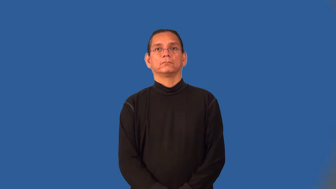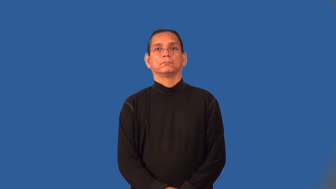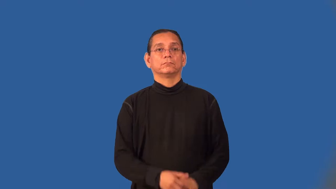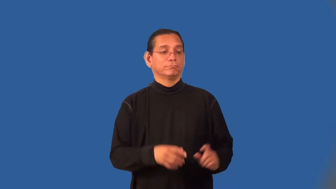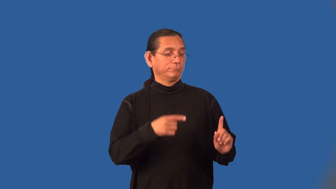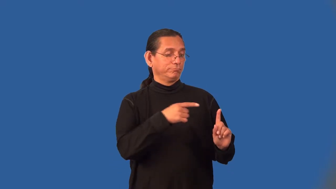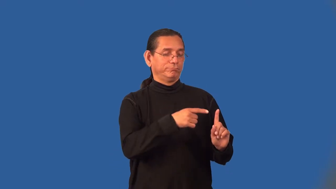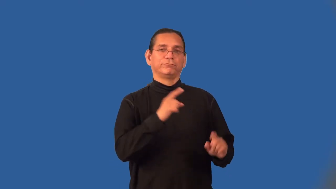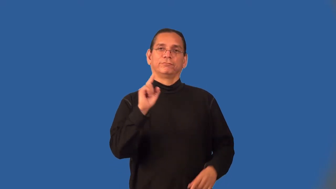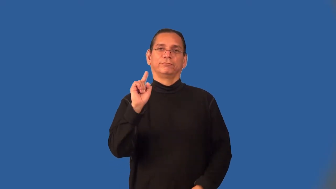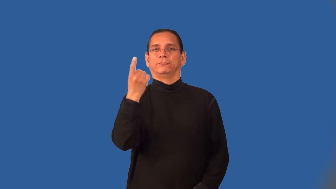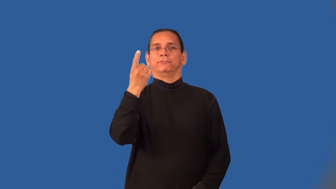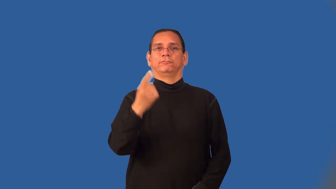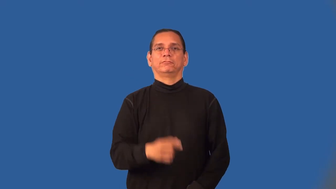forerunner